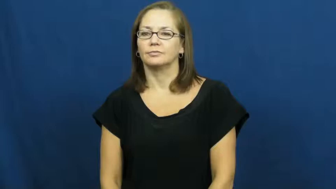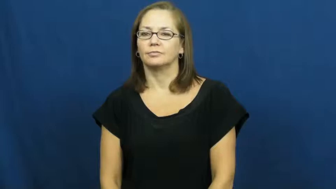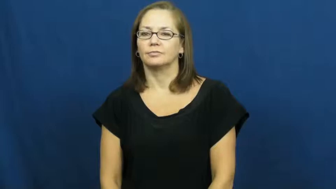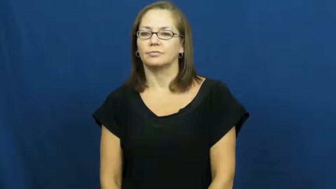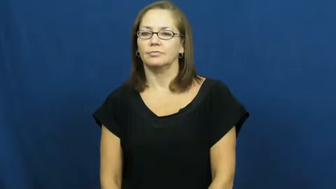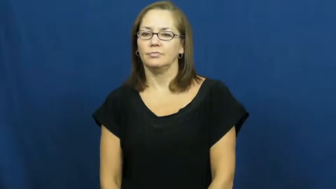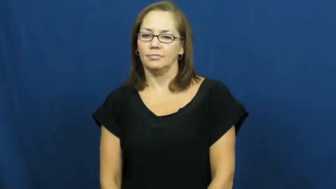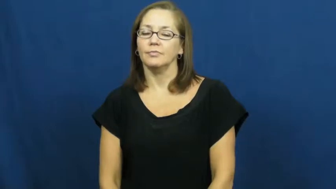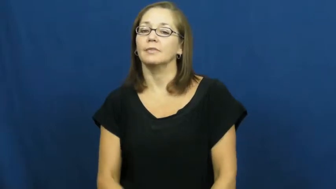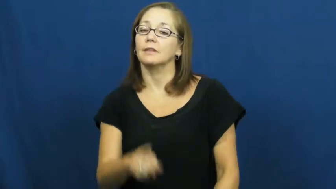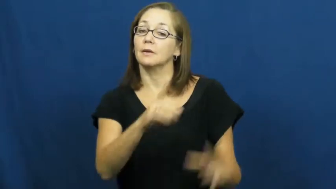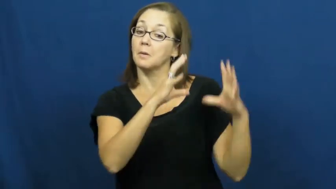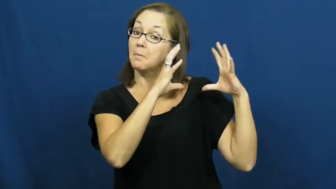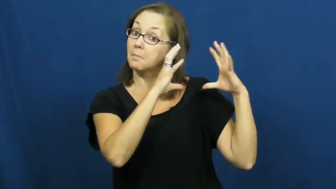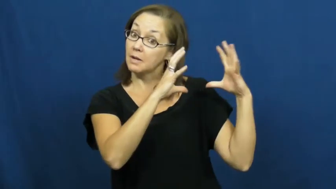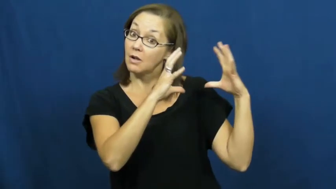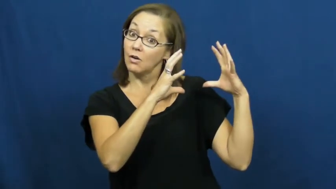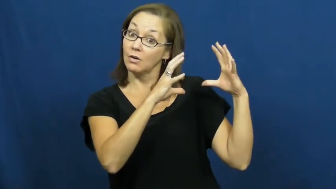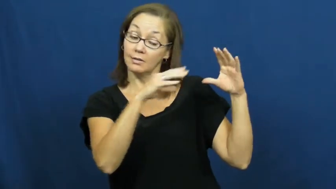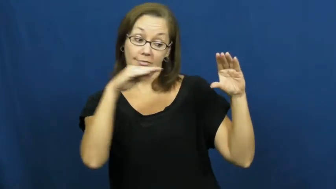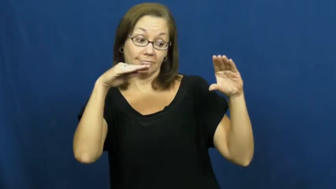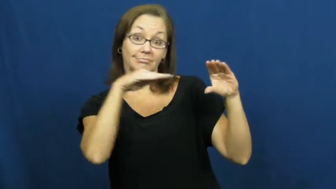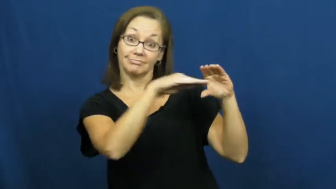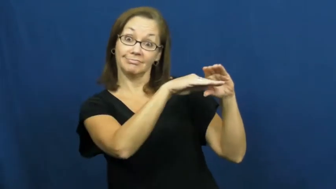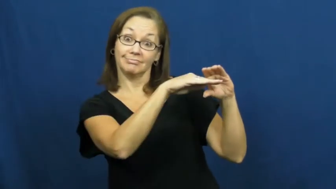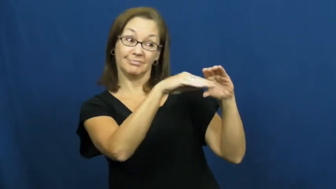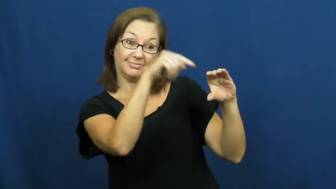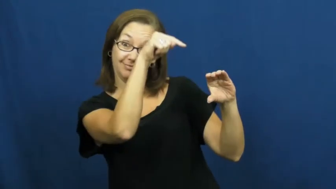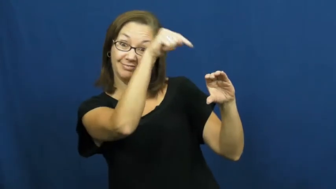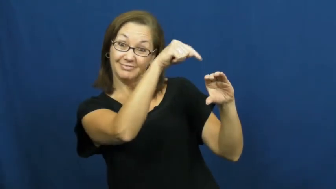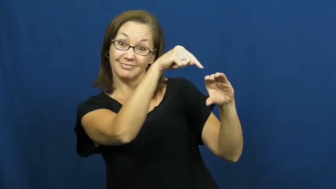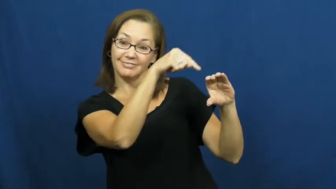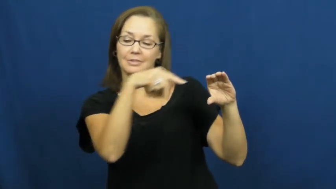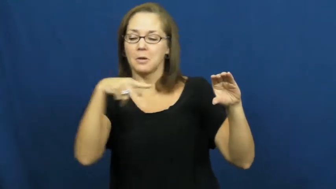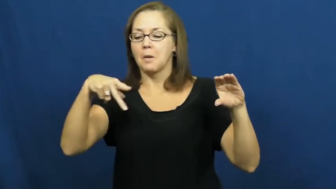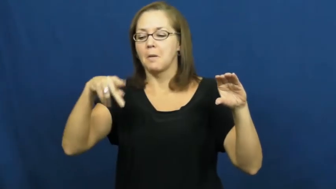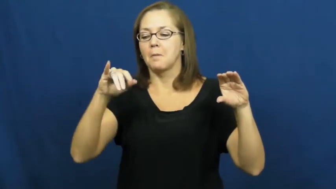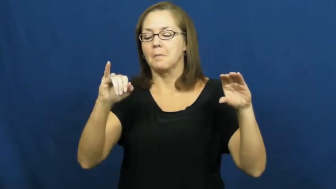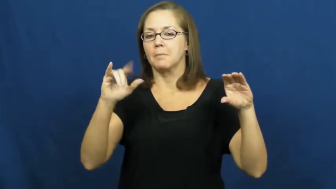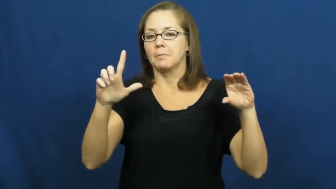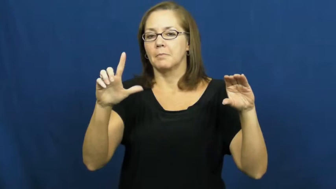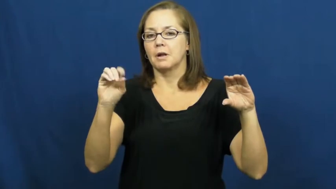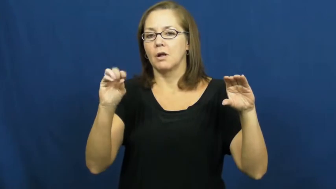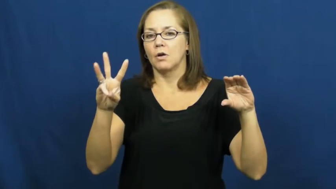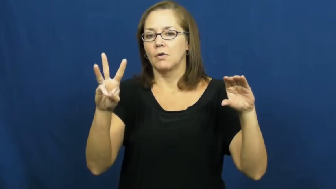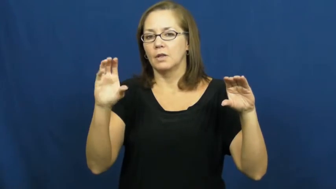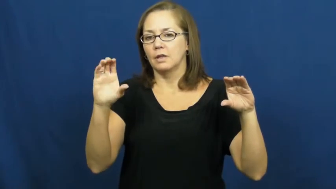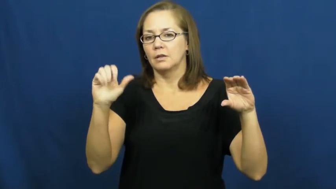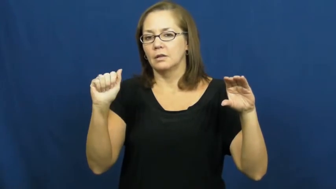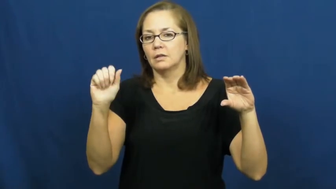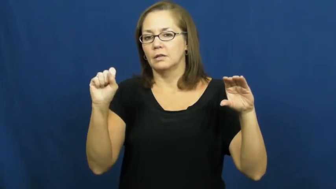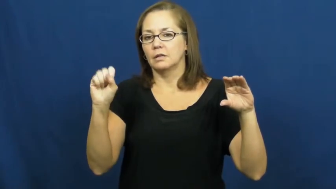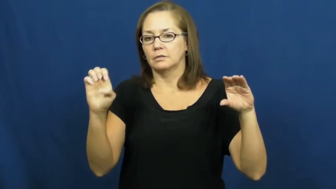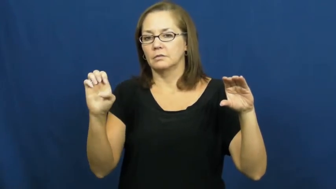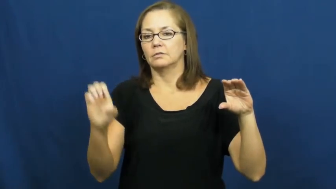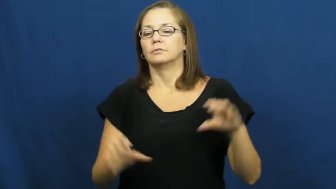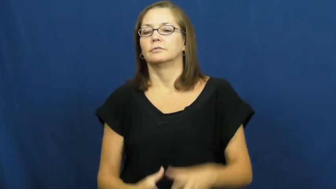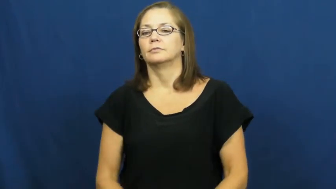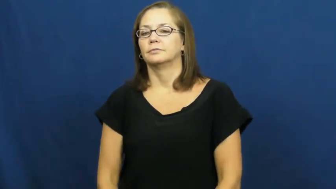pillowcase